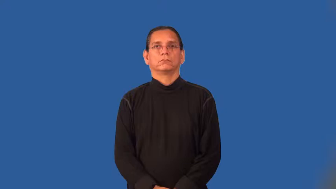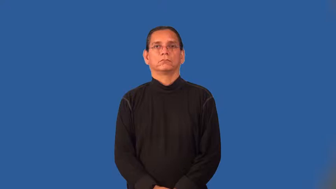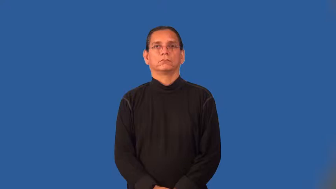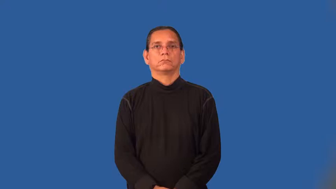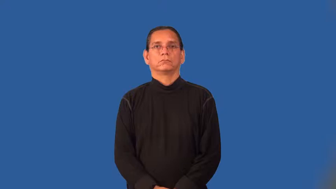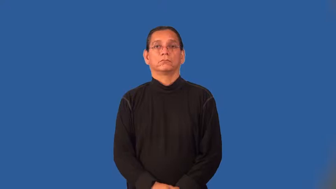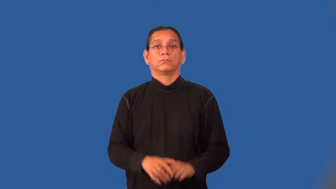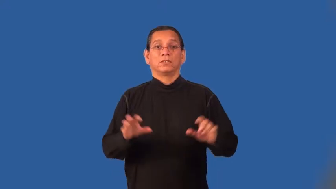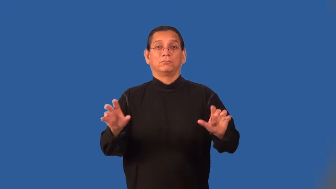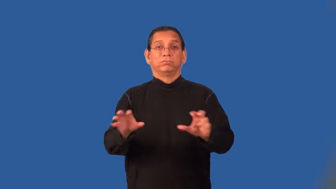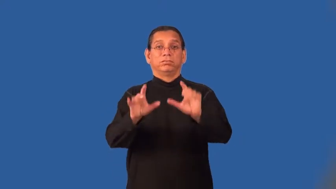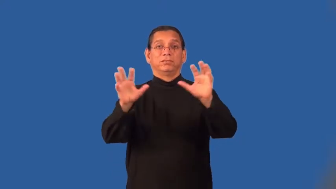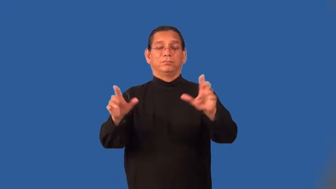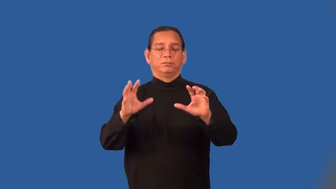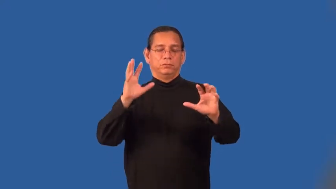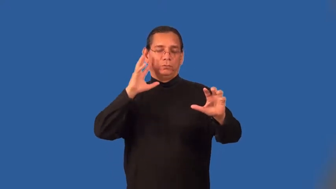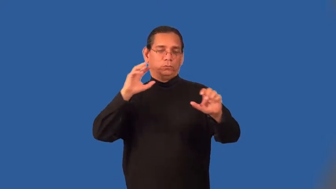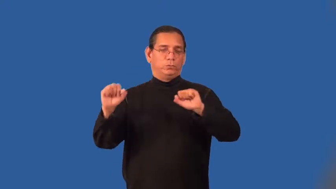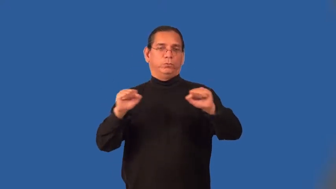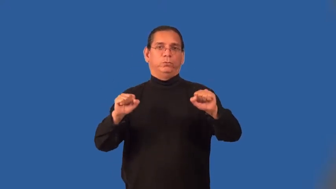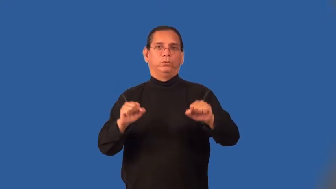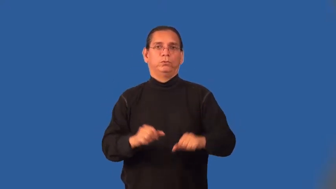loud-clothing